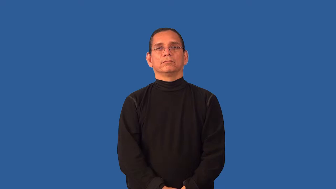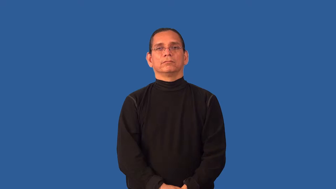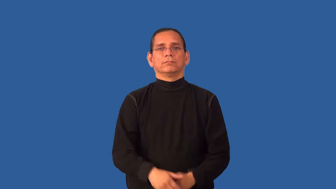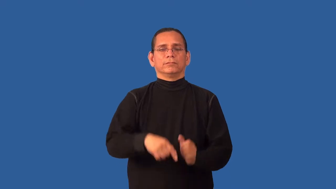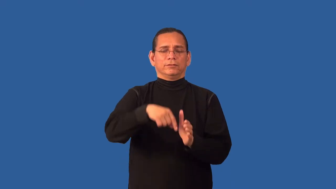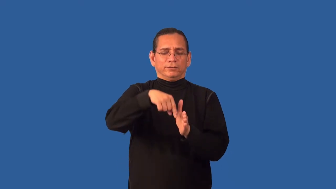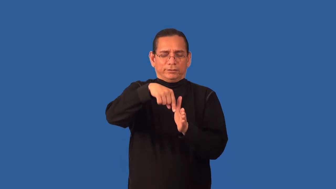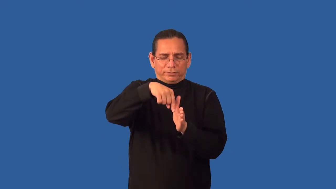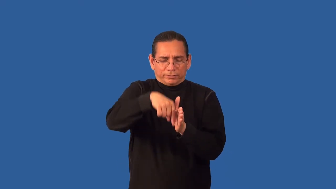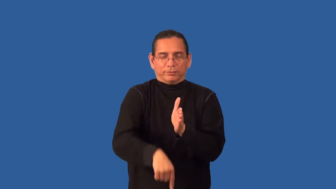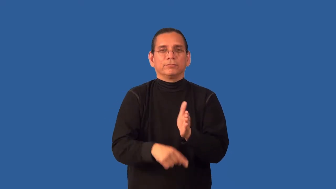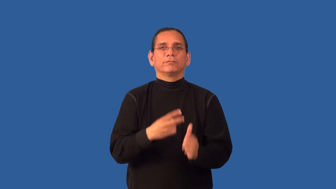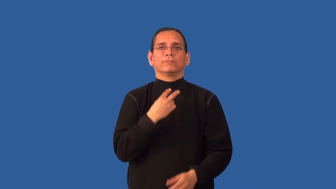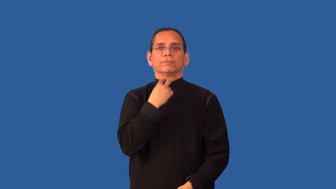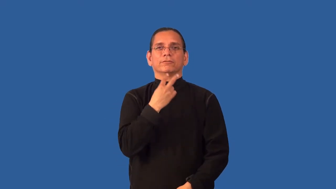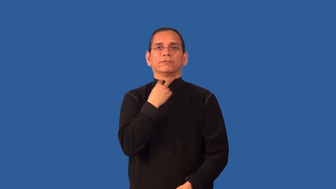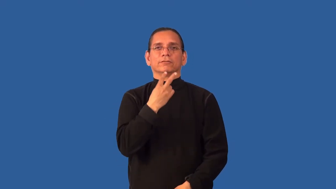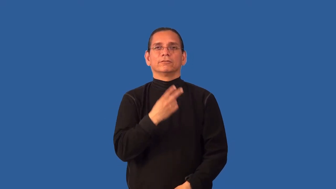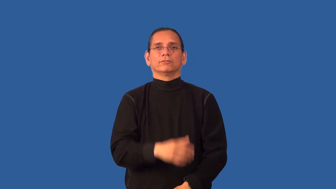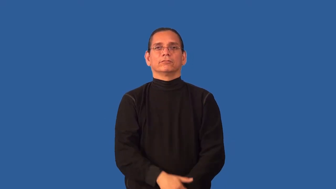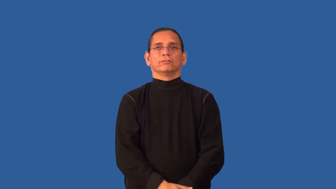bass,basso-low pitch voice